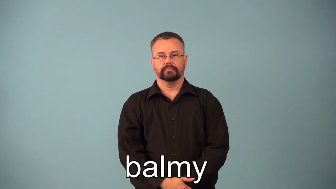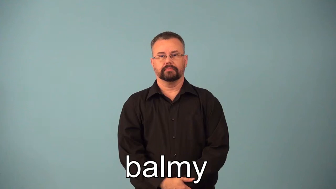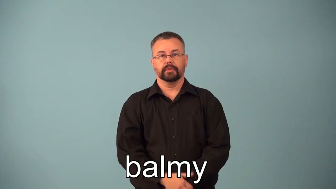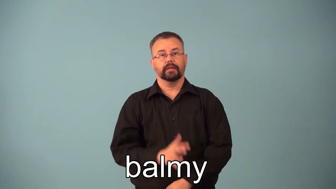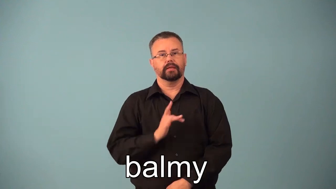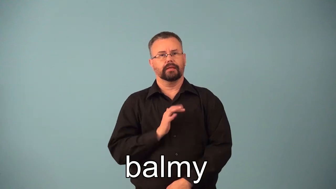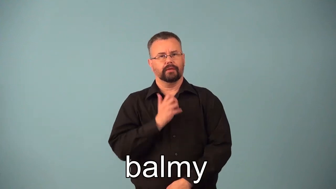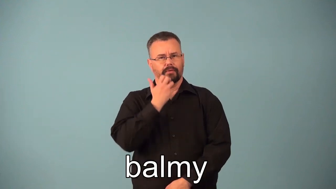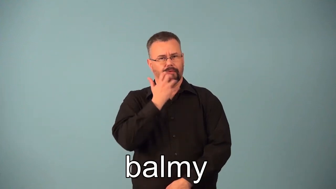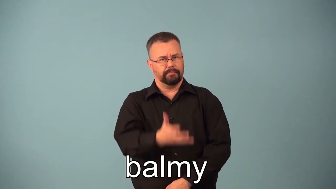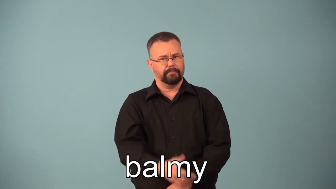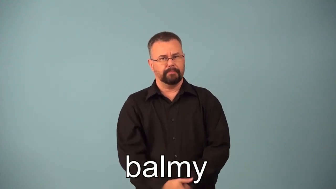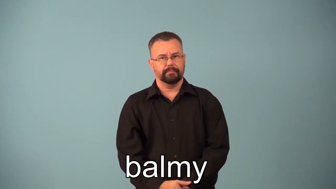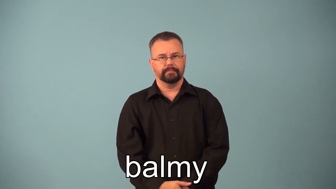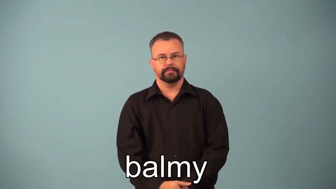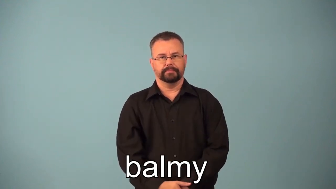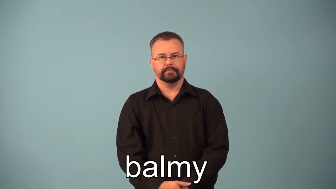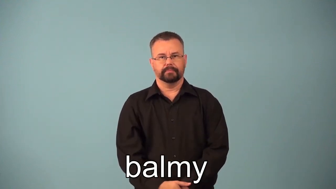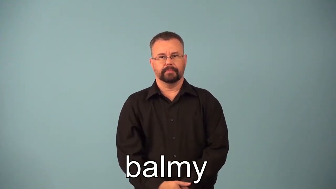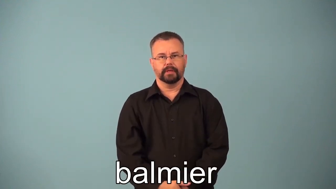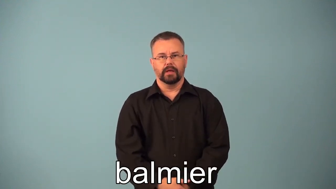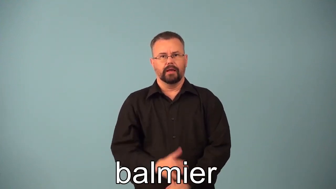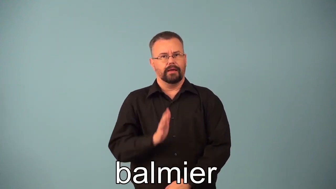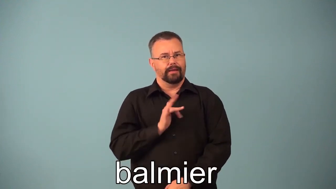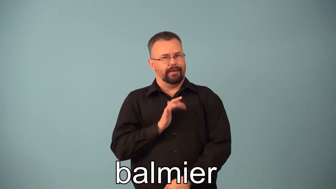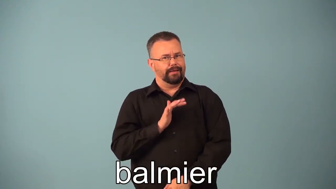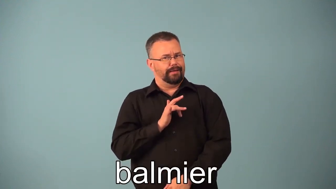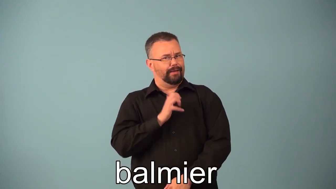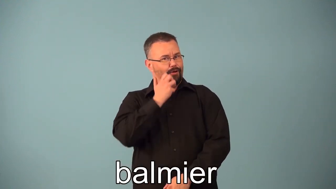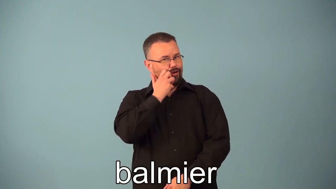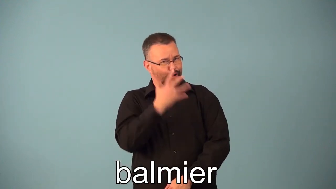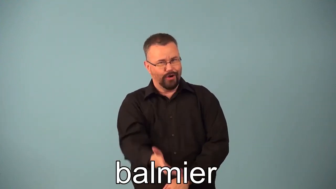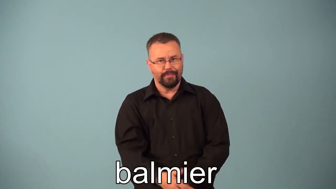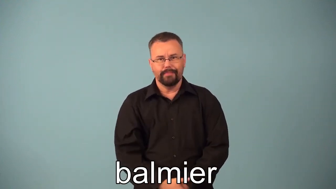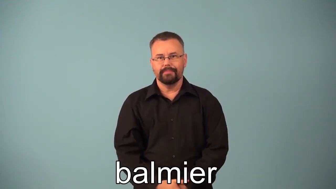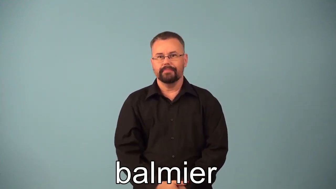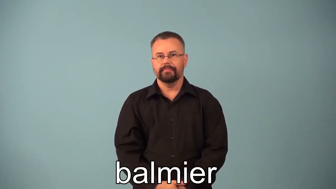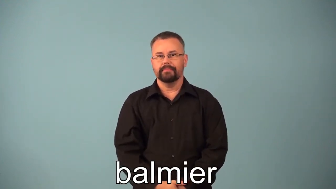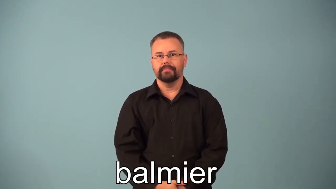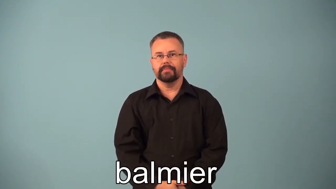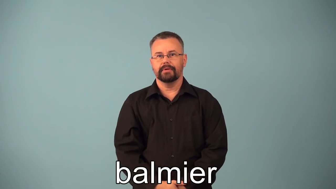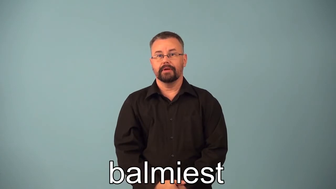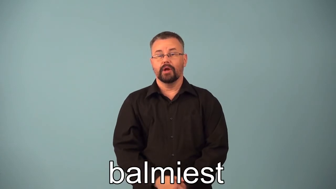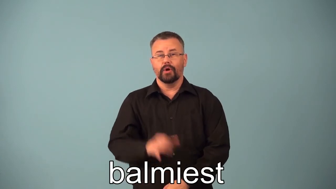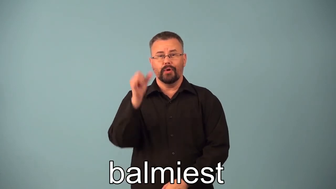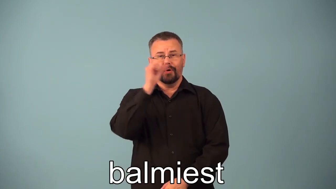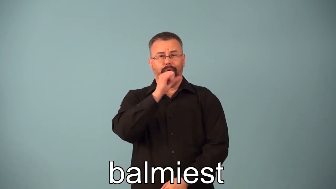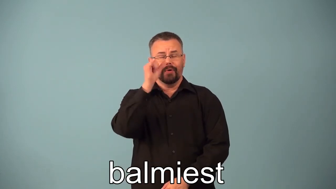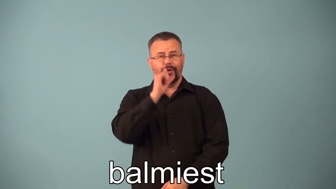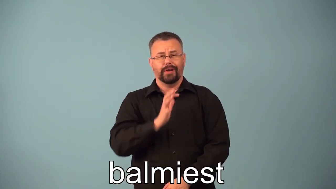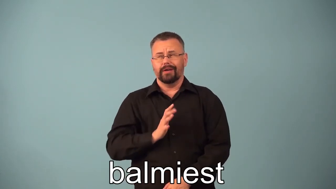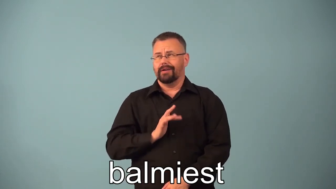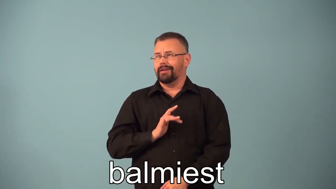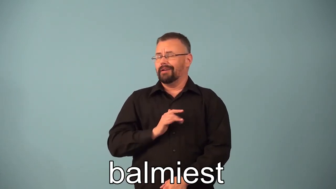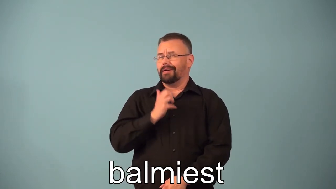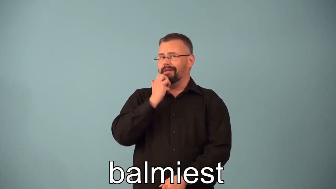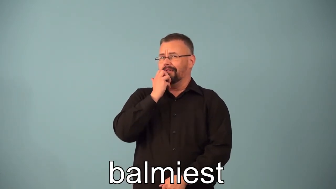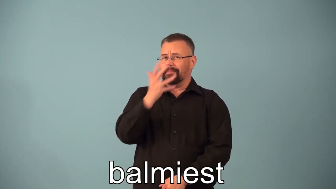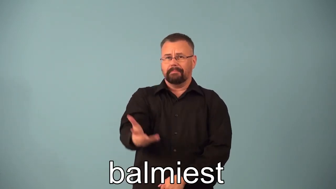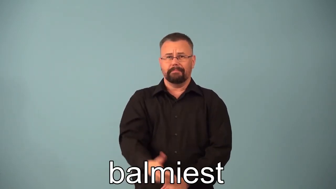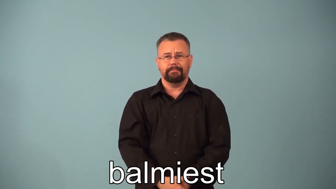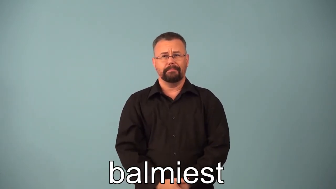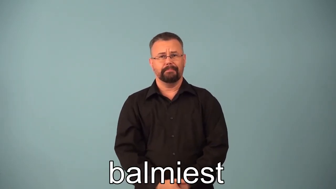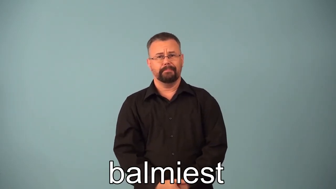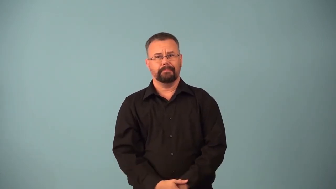balmier,balmiest